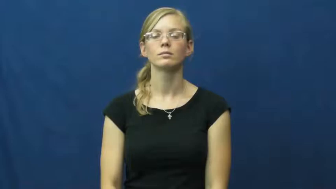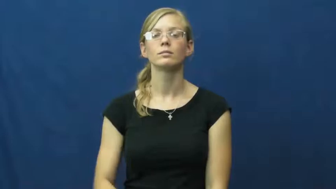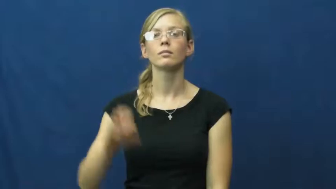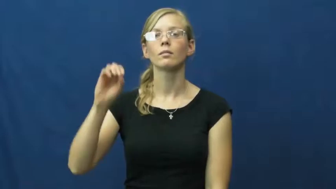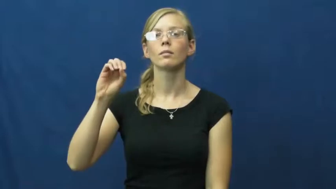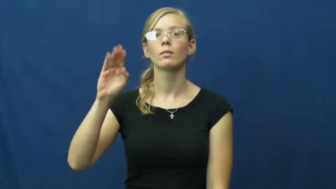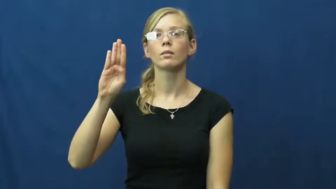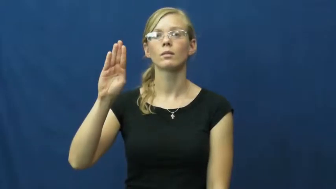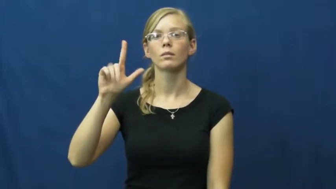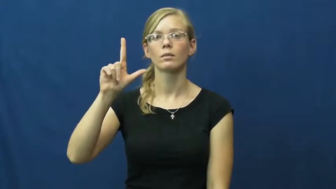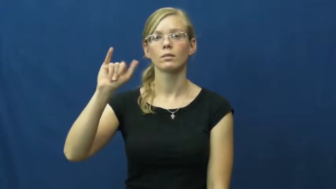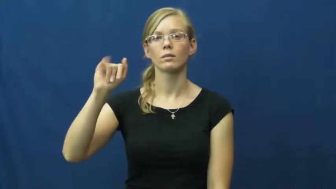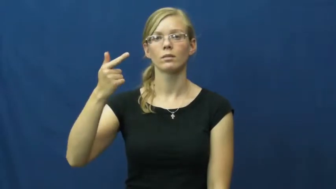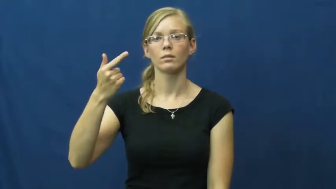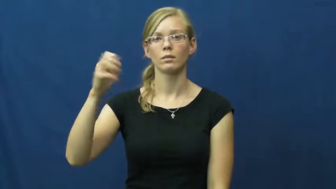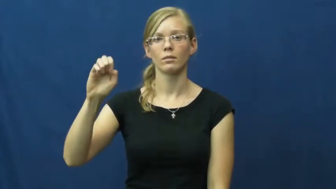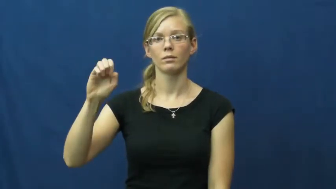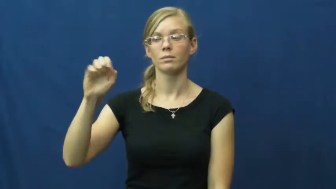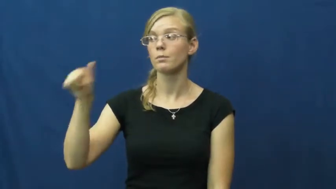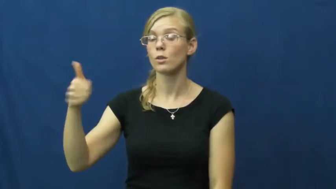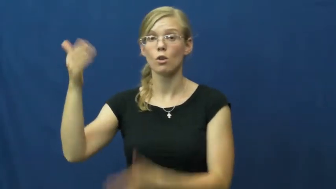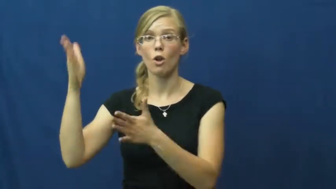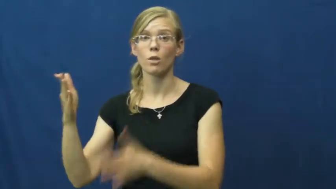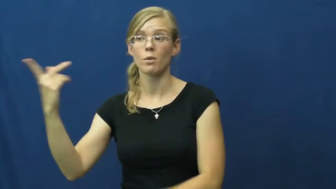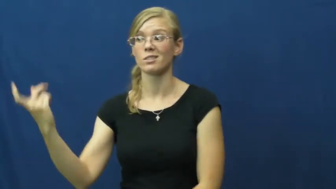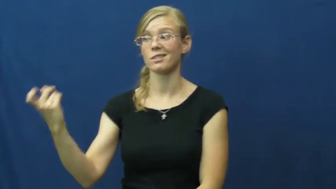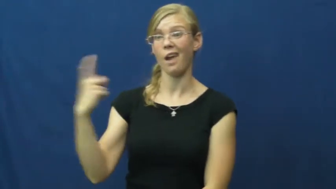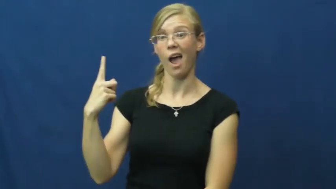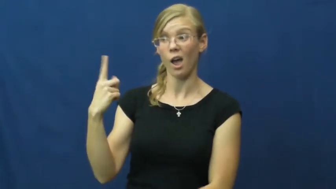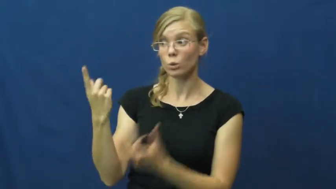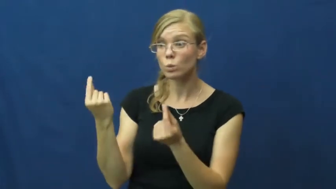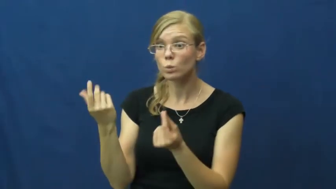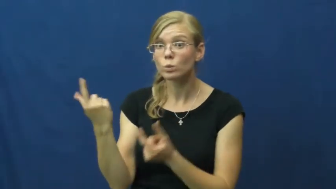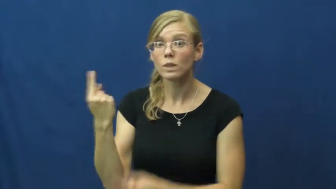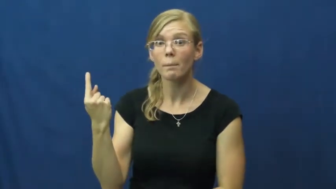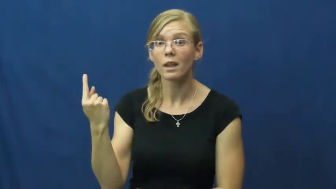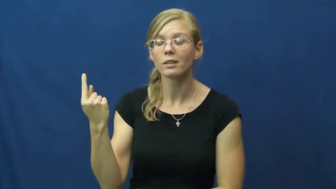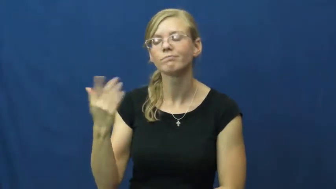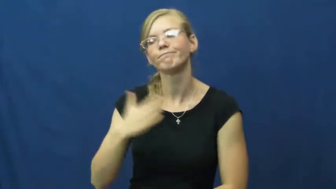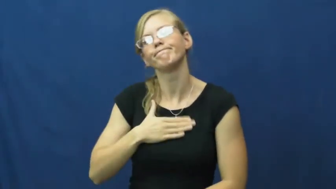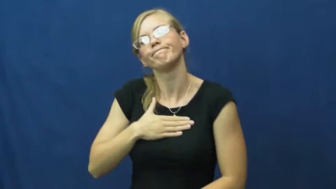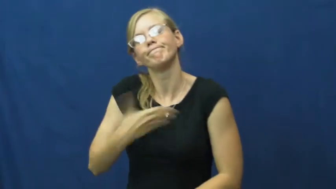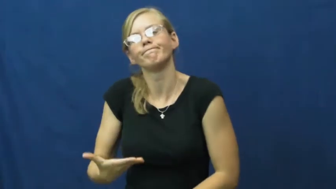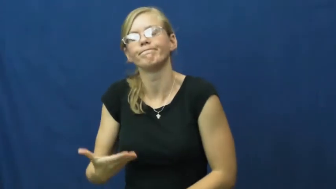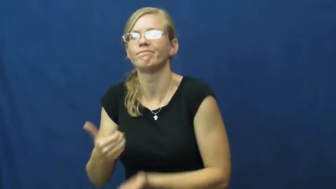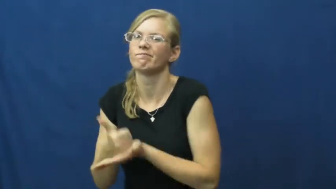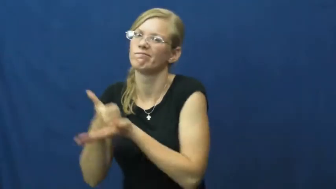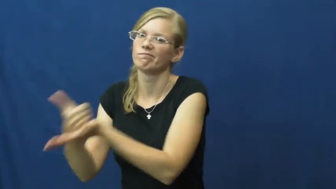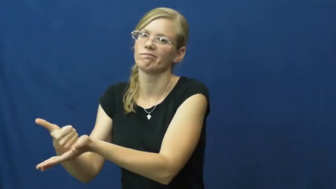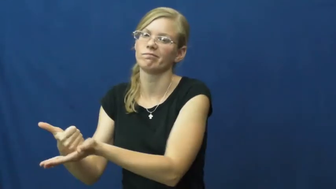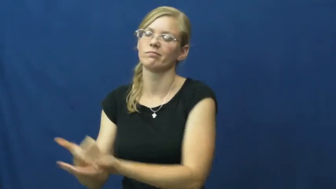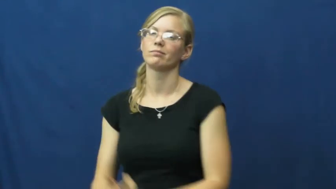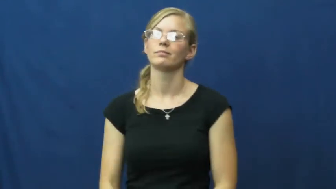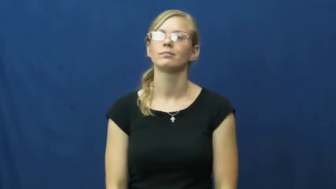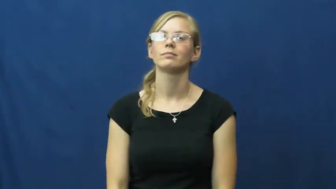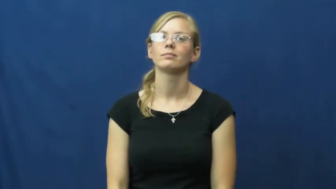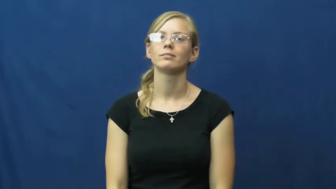oblige,beholden,behoove